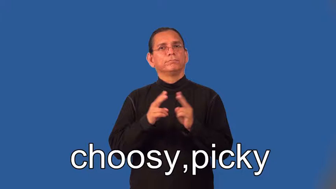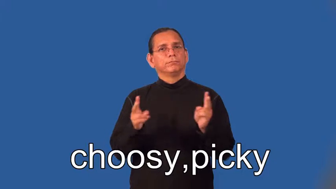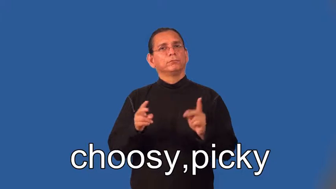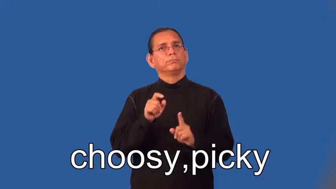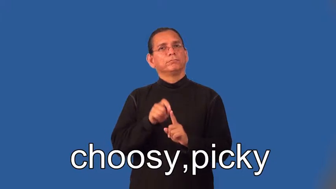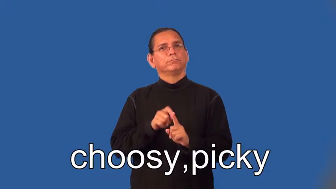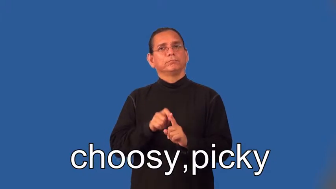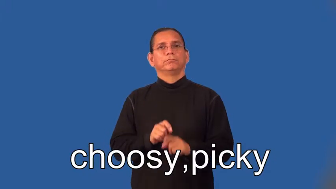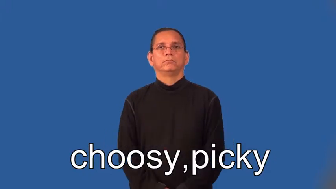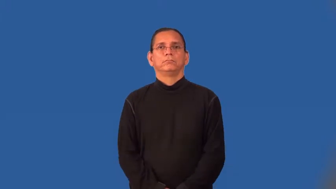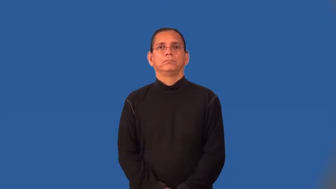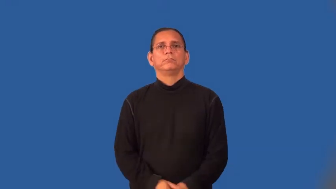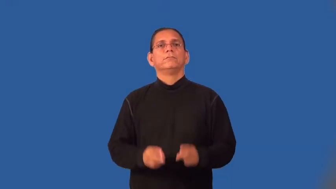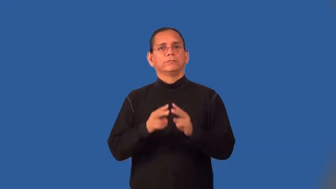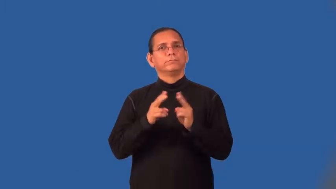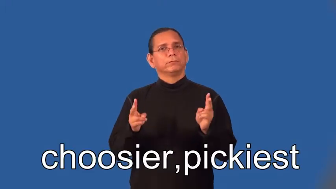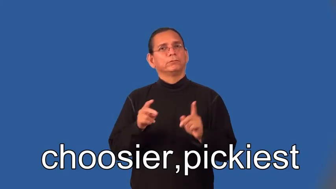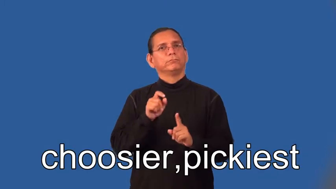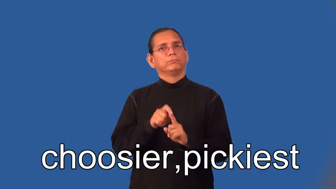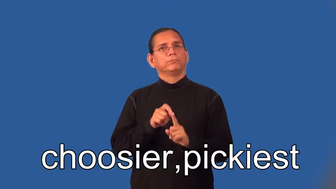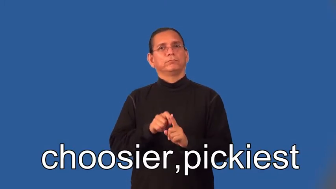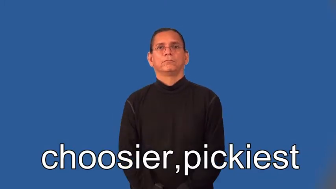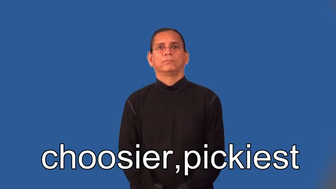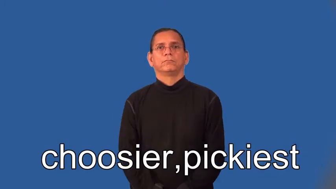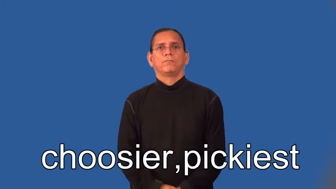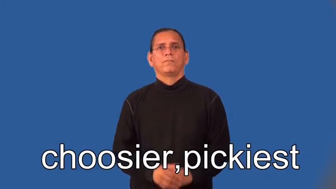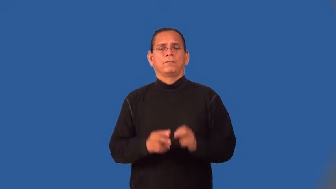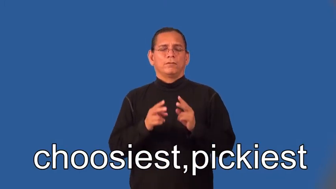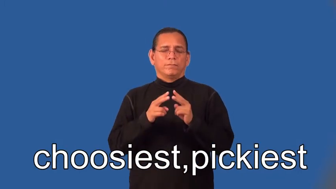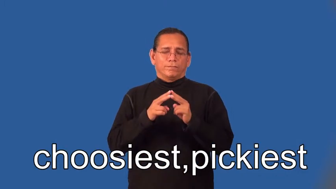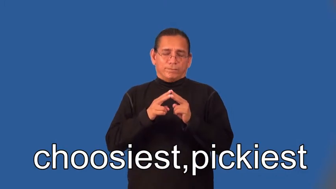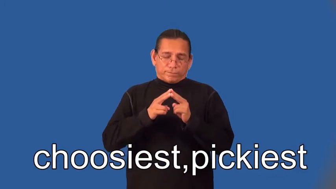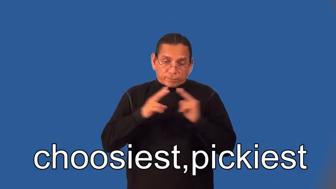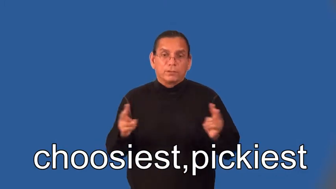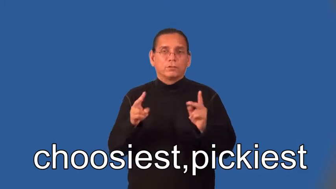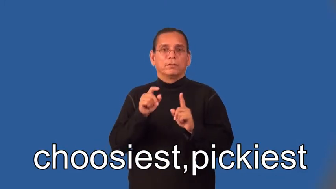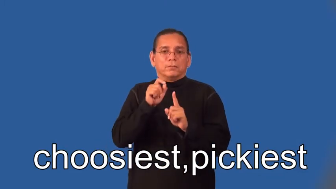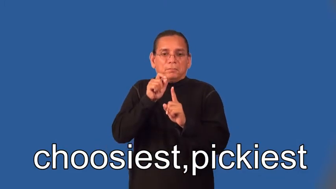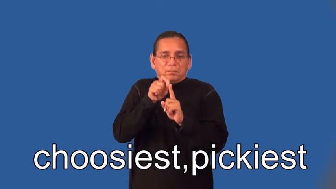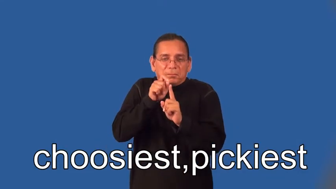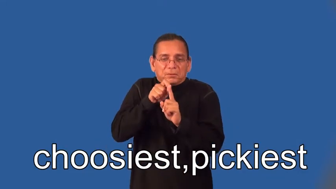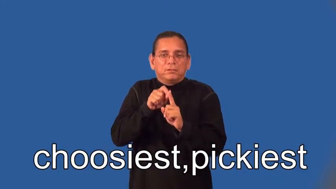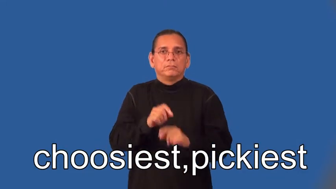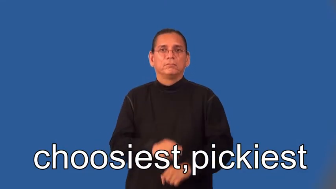choosier,pickier,choosiest,pickiest